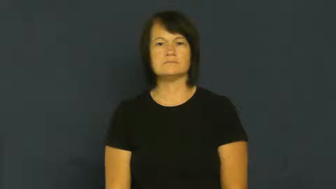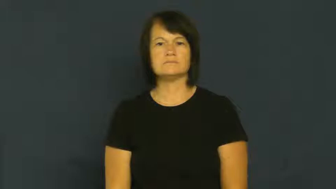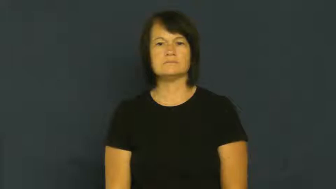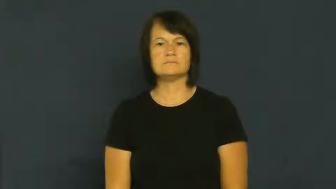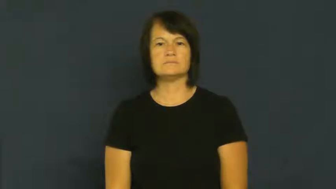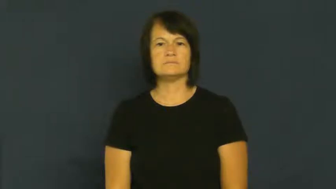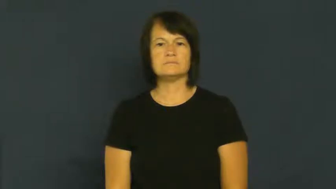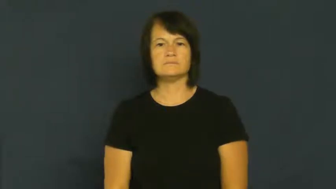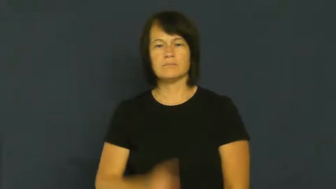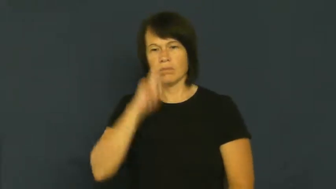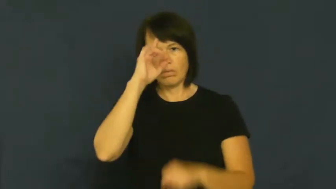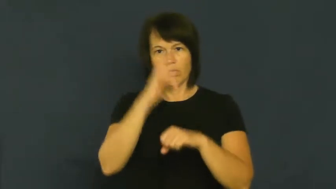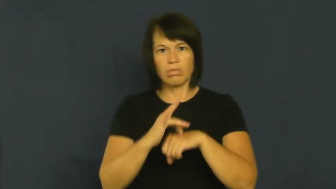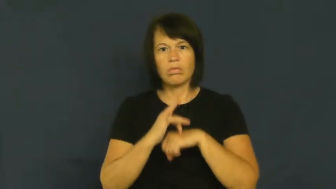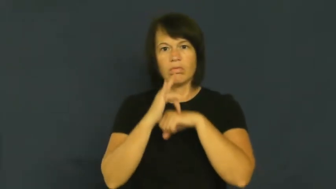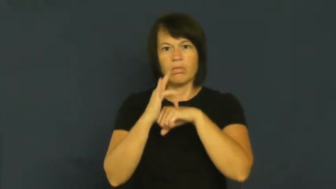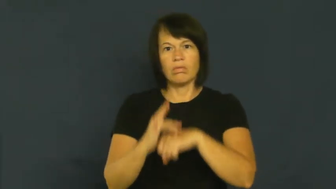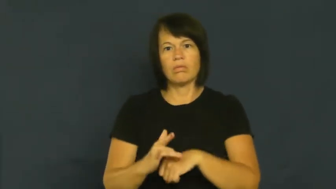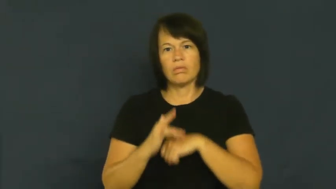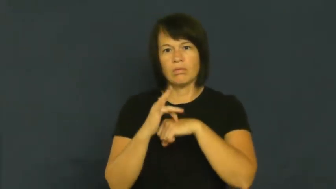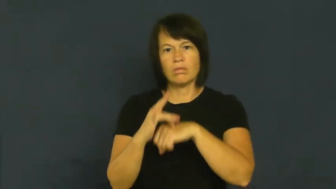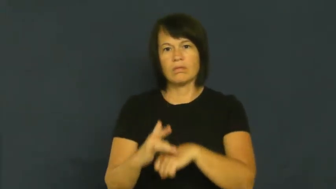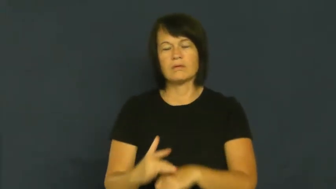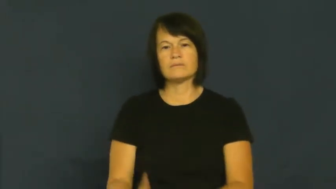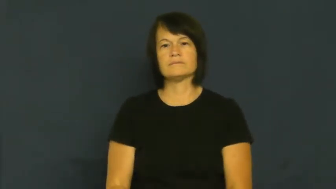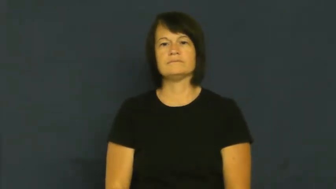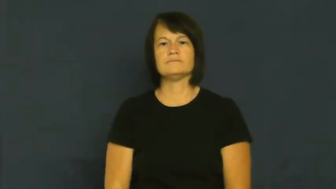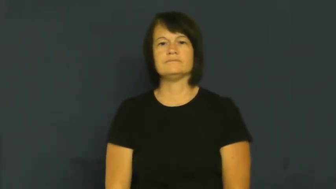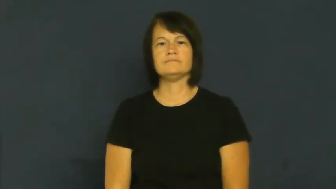obsess,perseverate,possessed